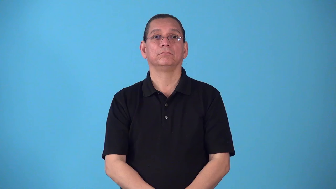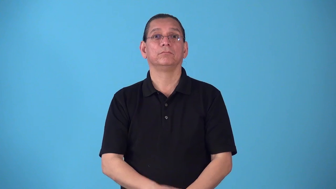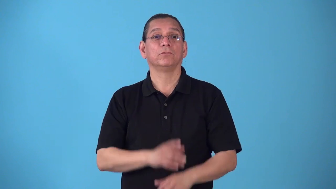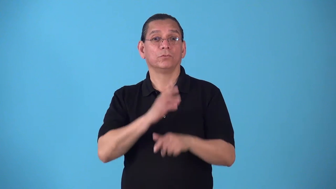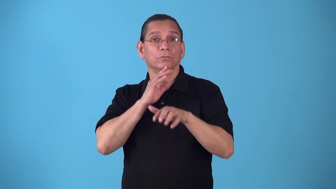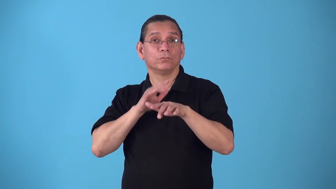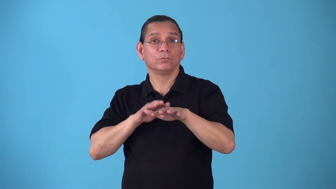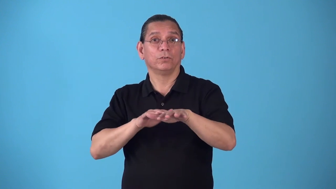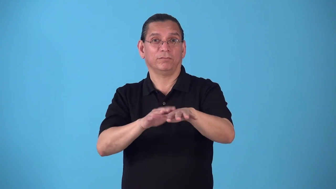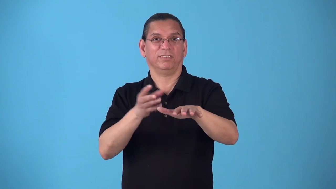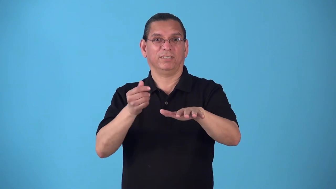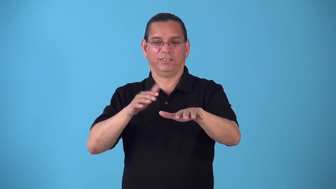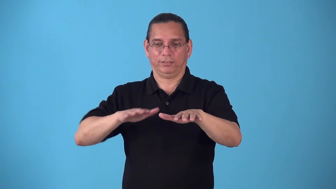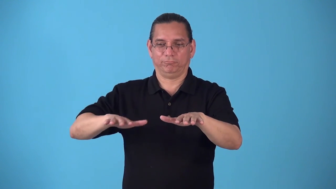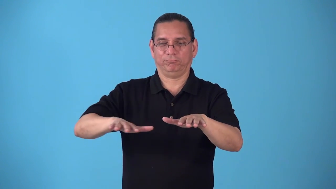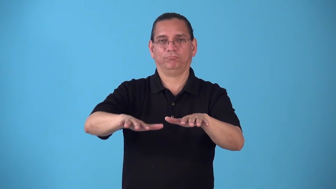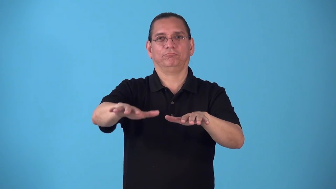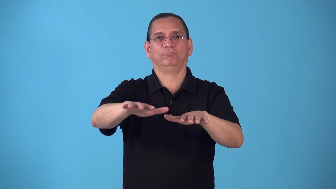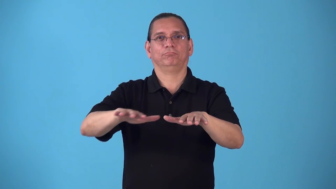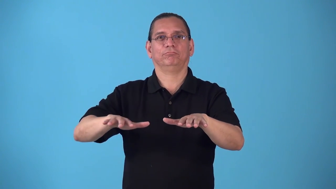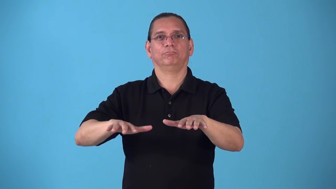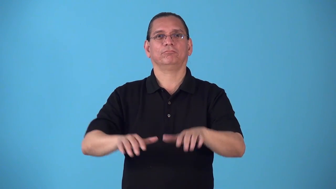riverside,riverfront